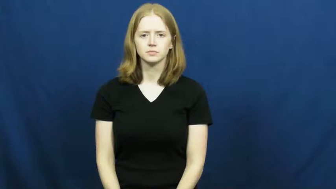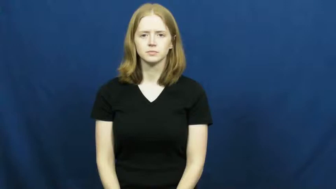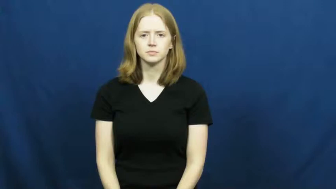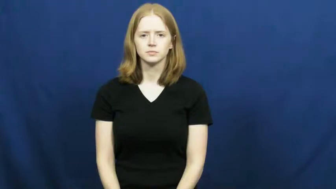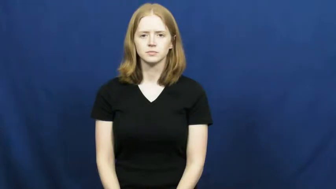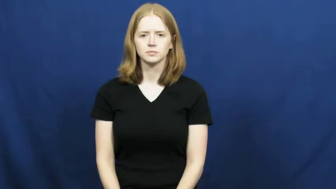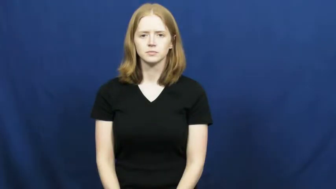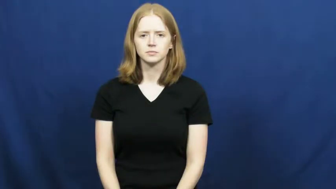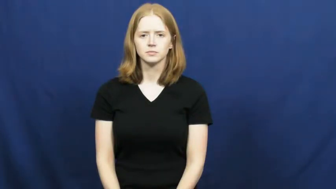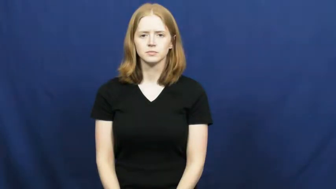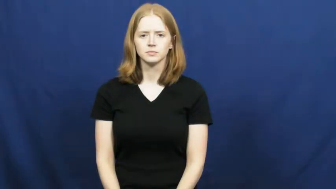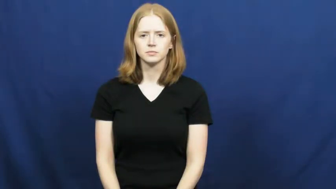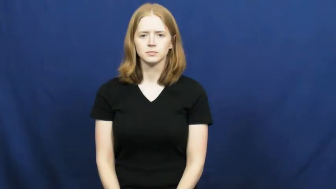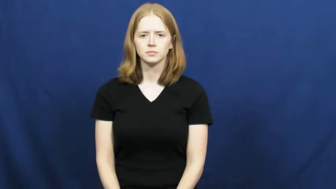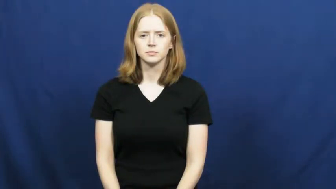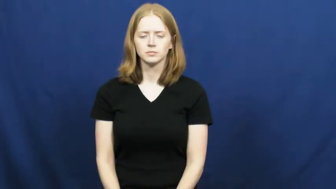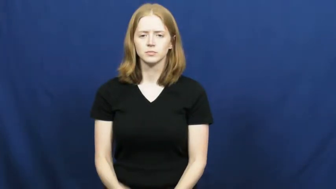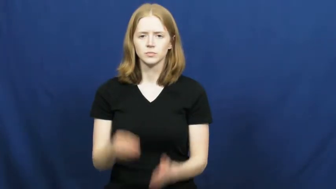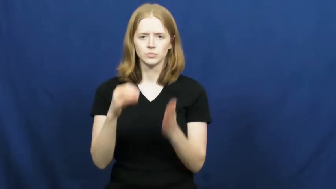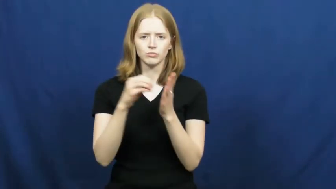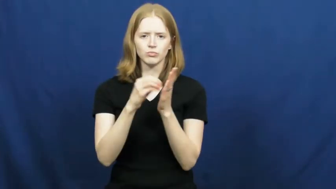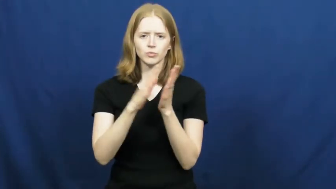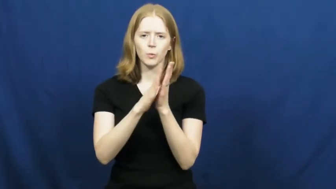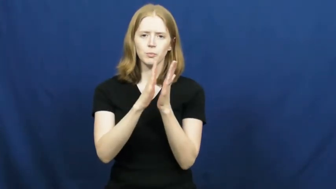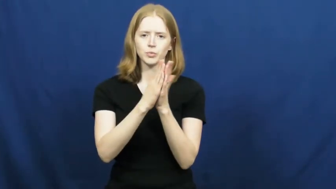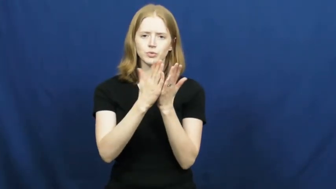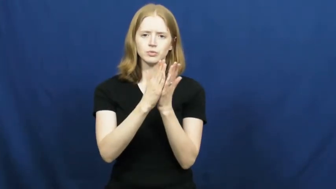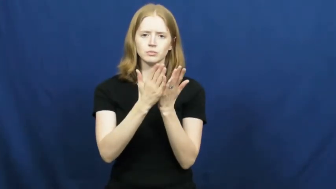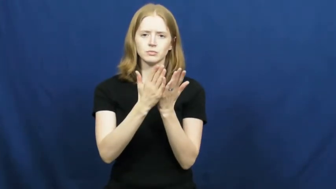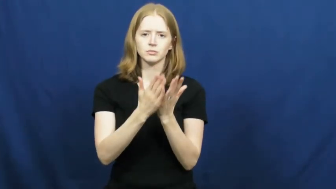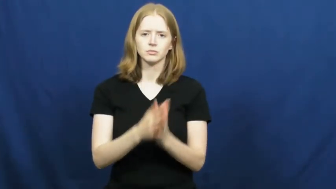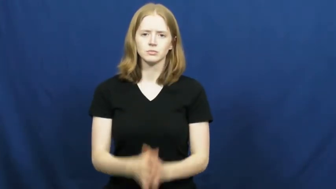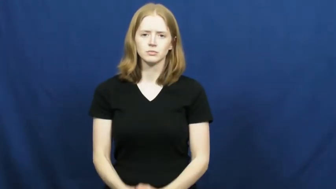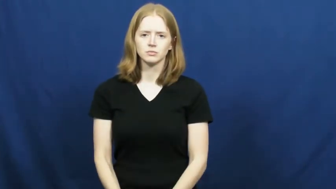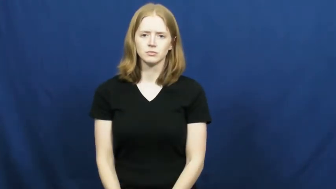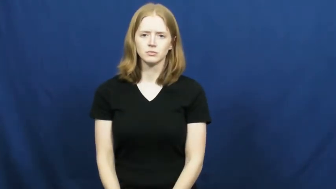notebook,jotter,logbook